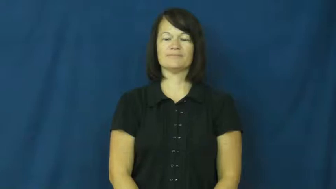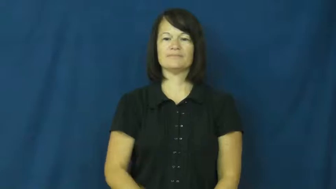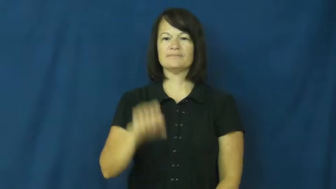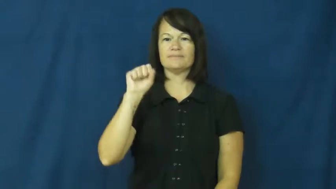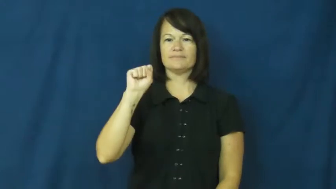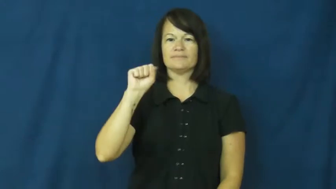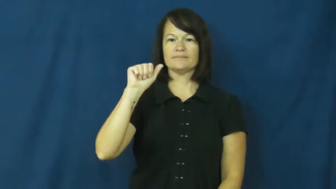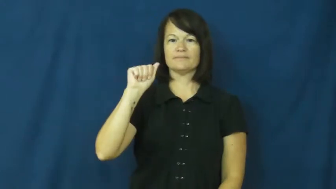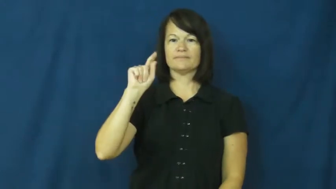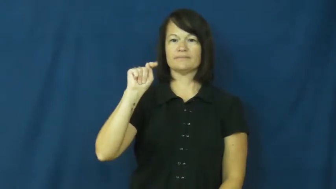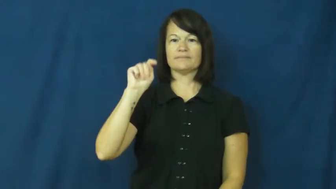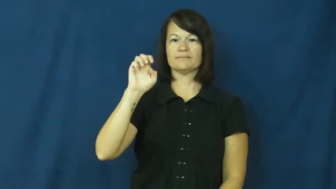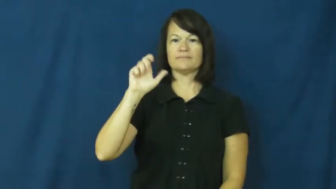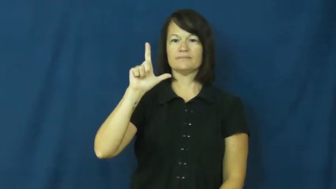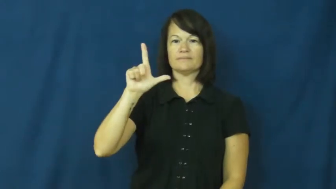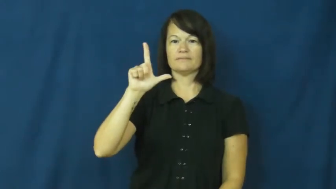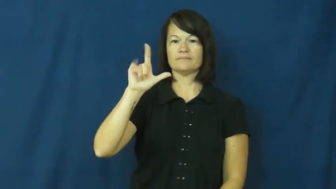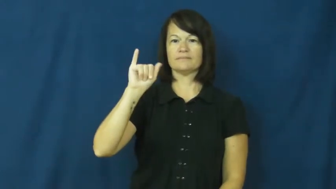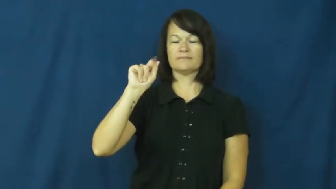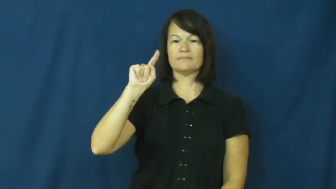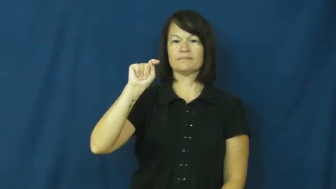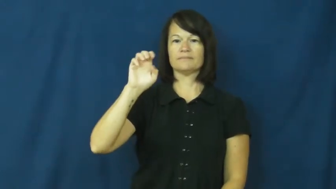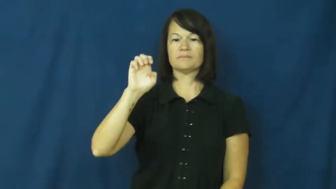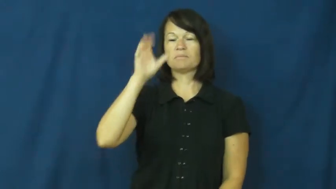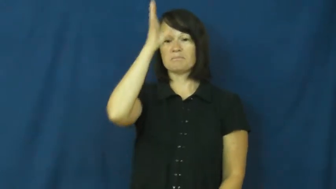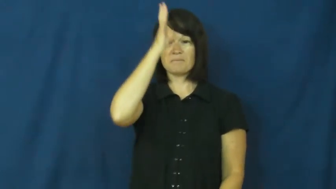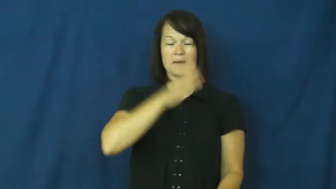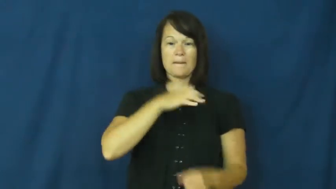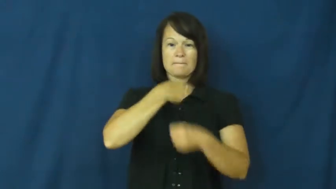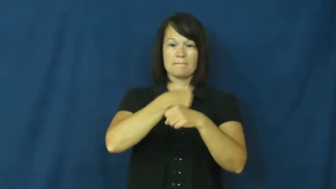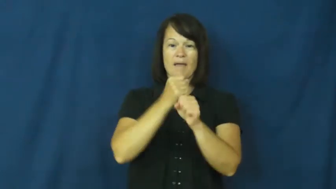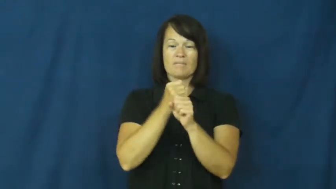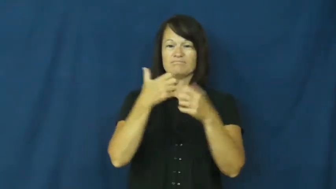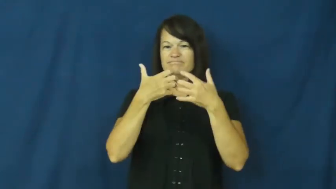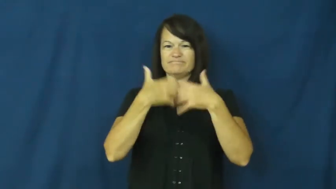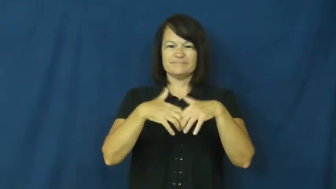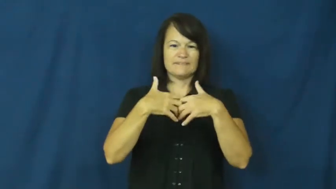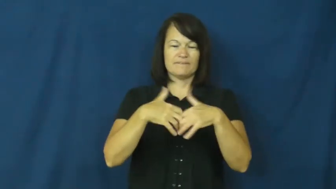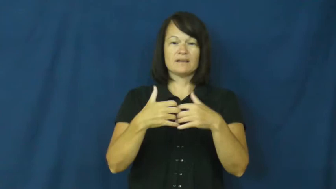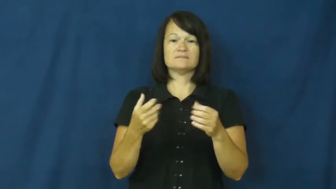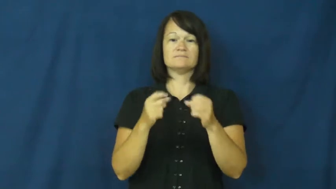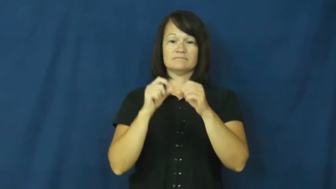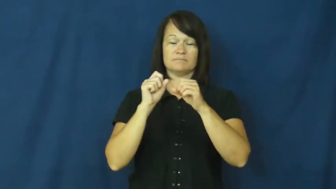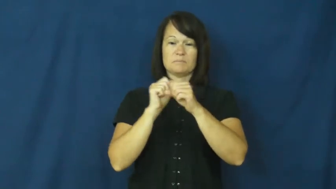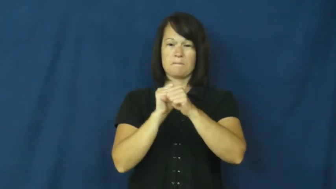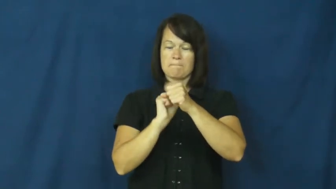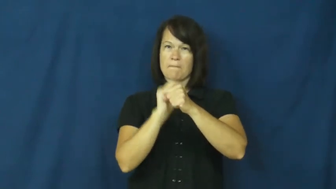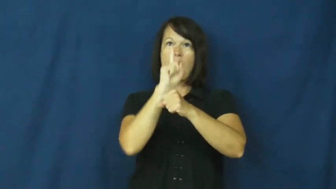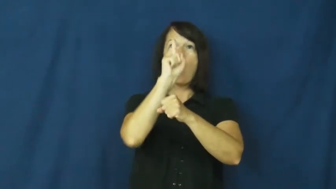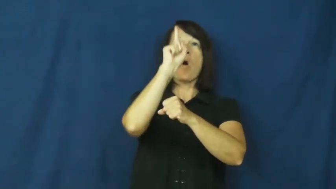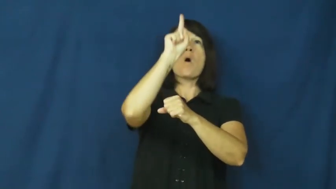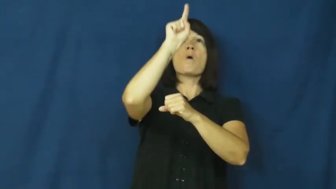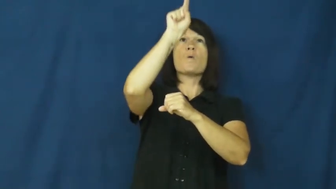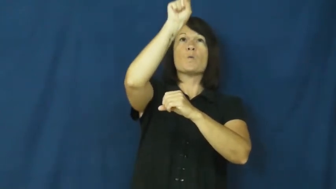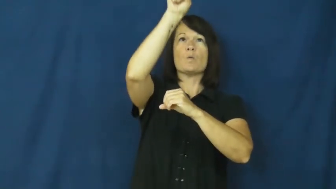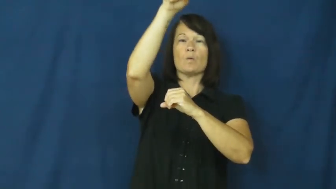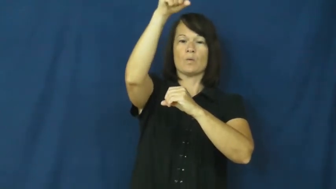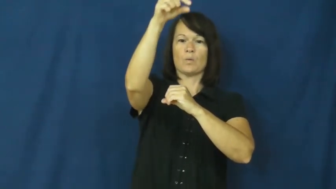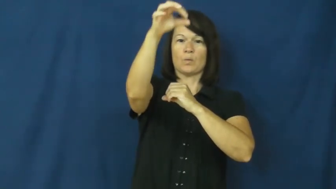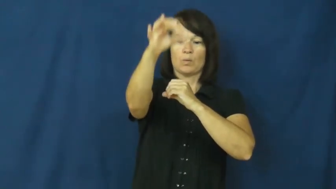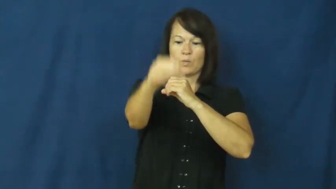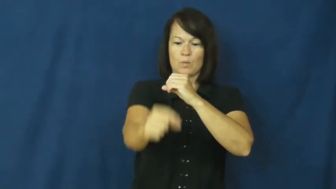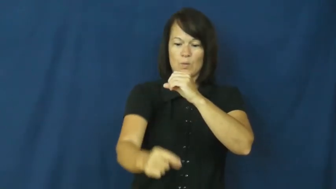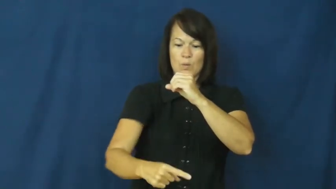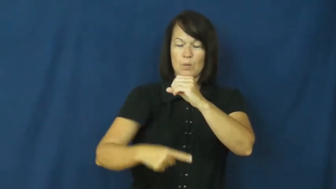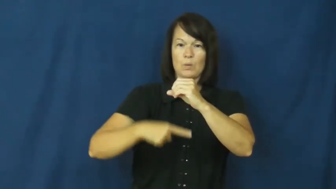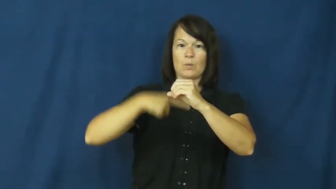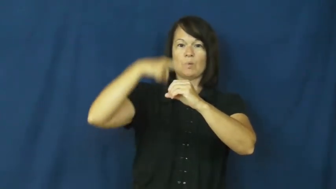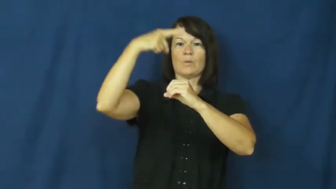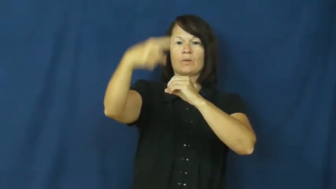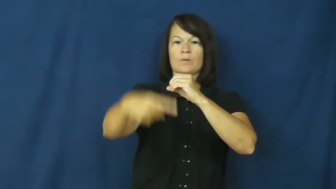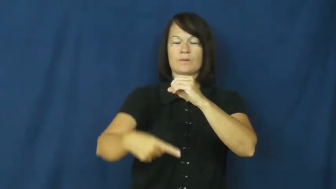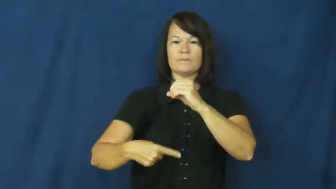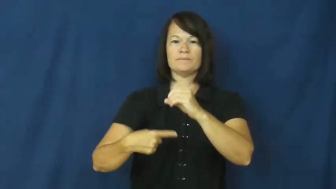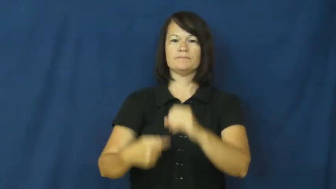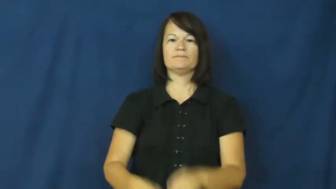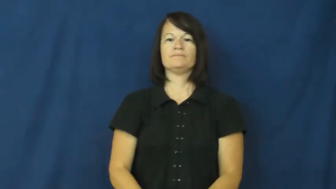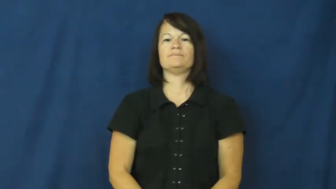satellite-man made